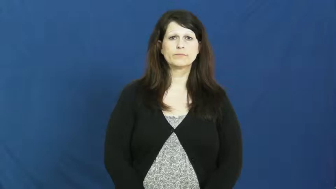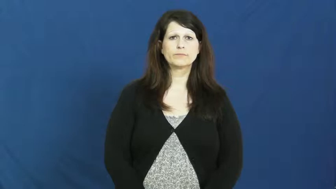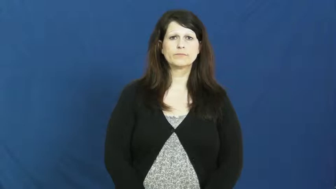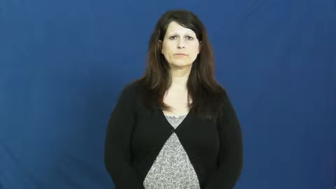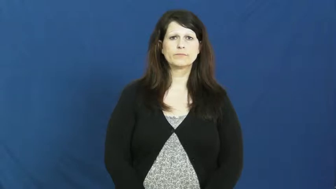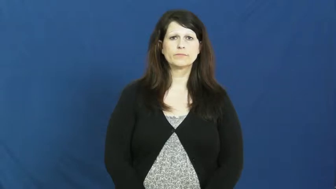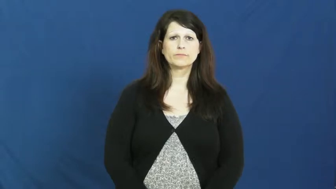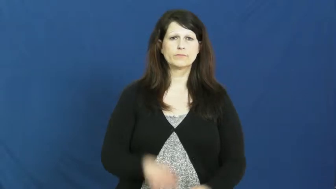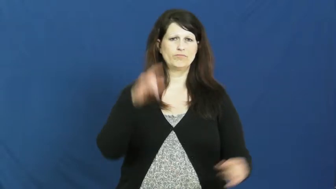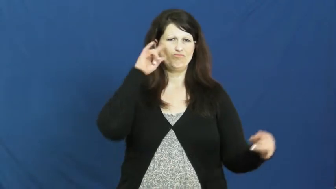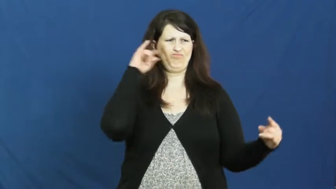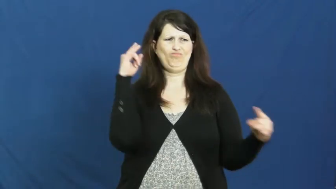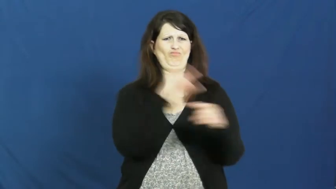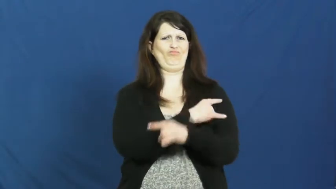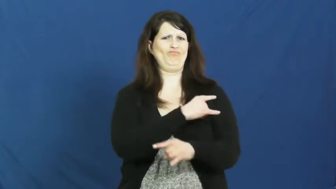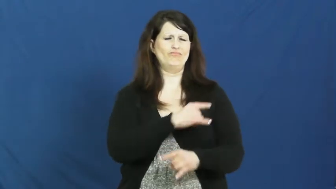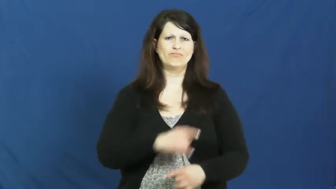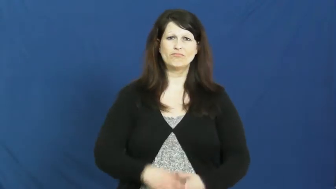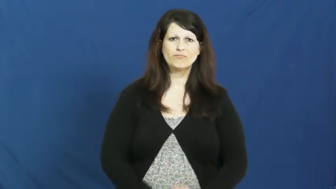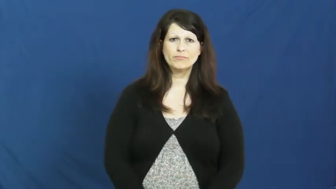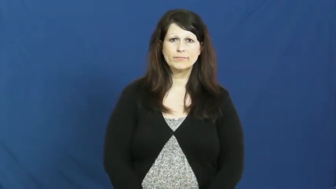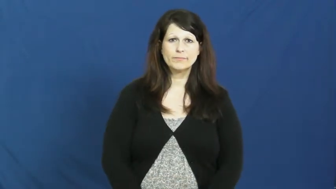irony